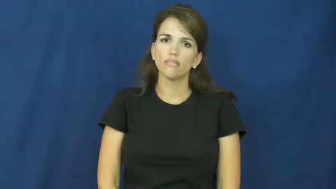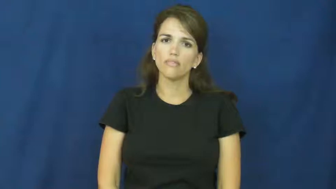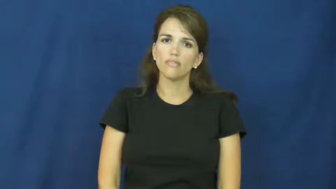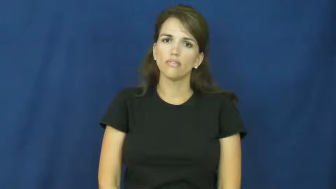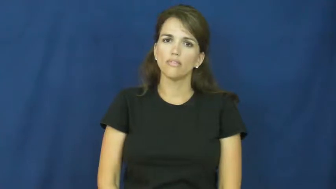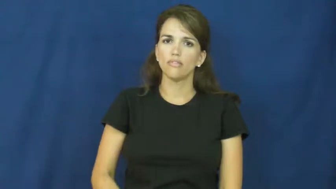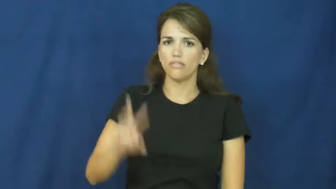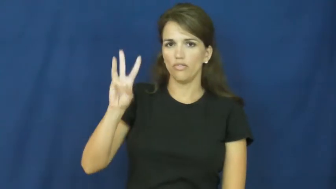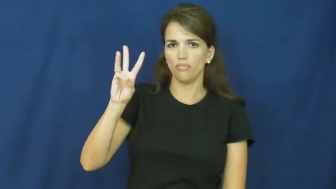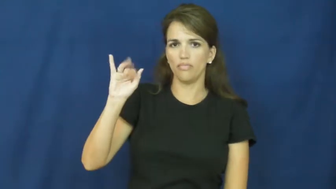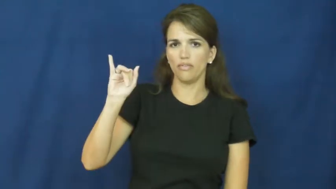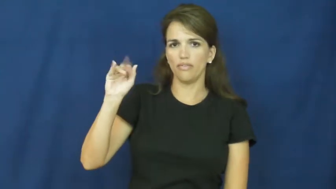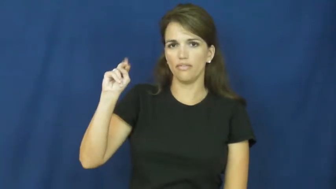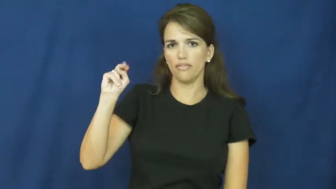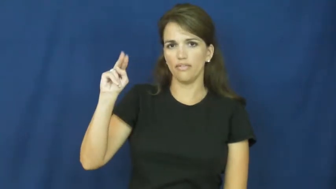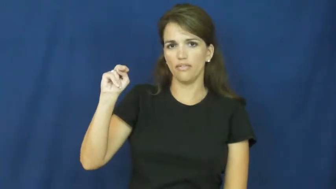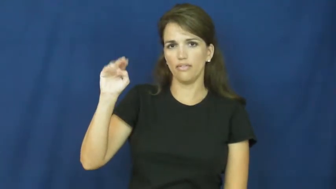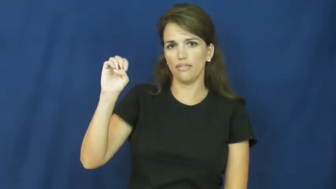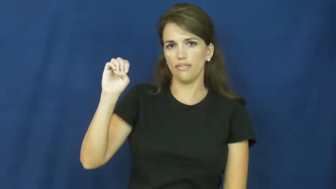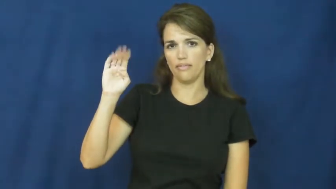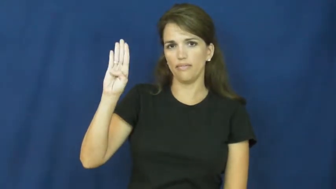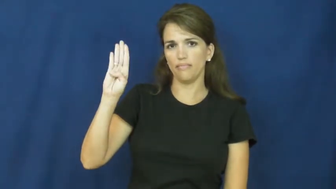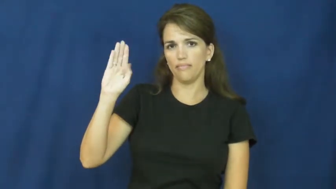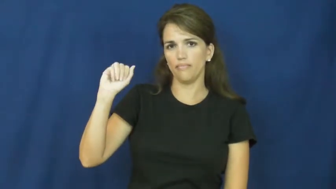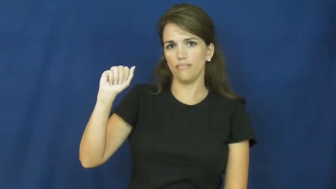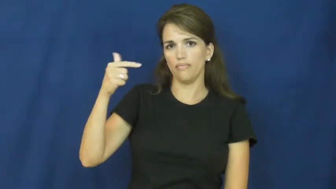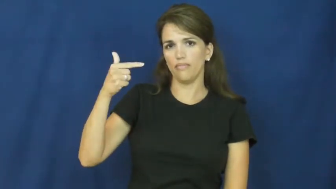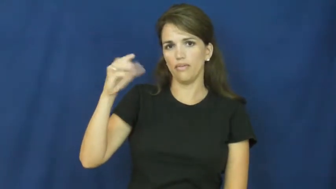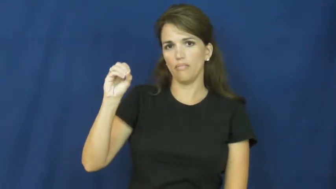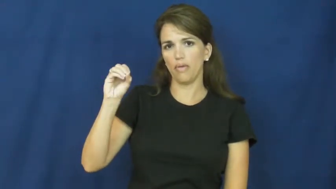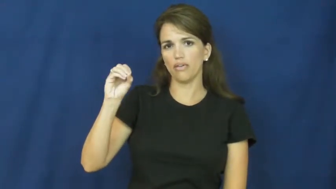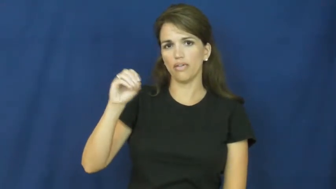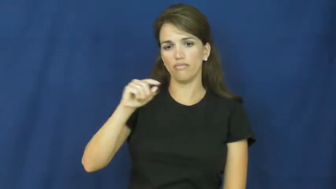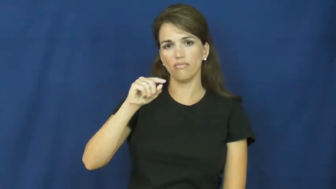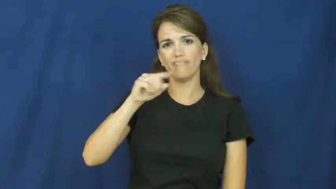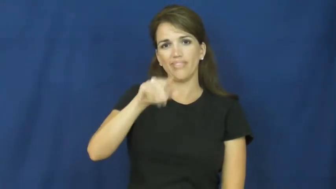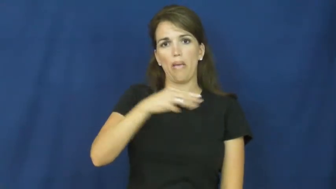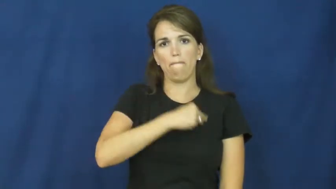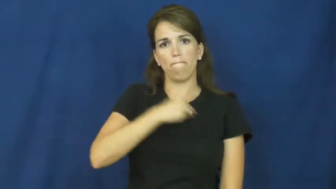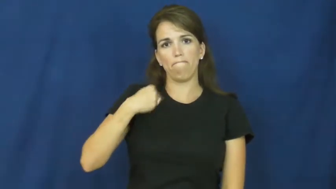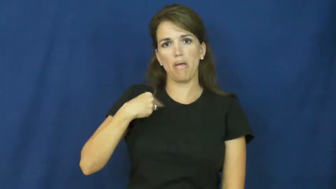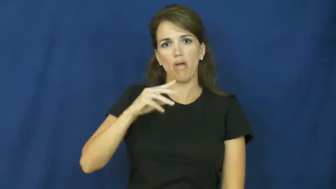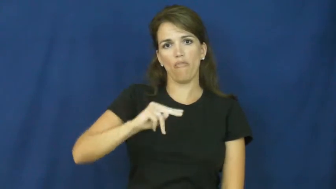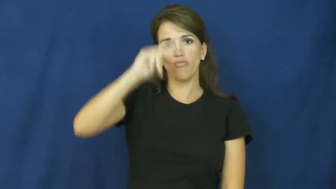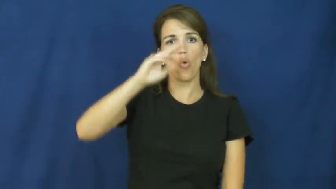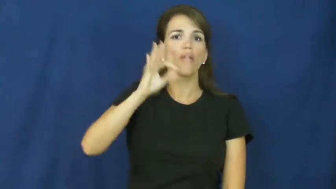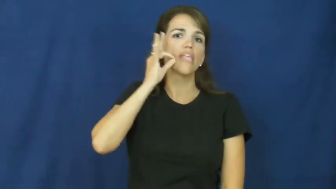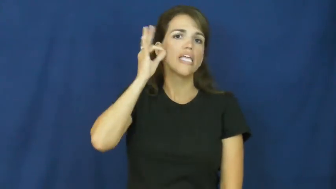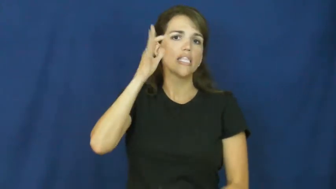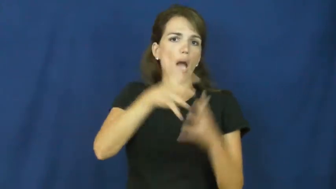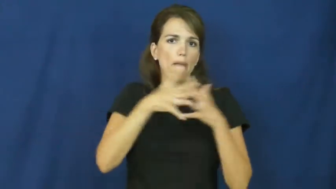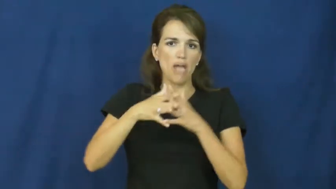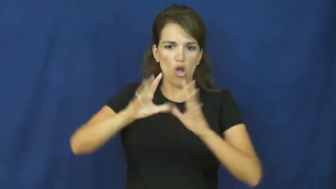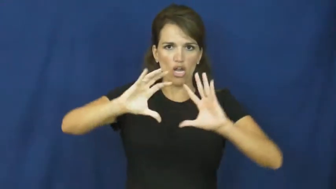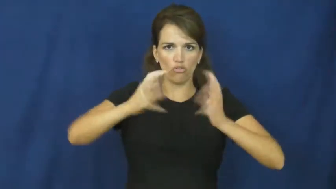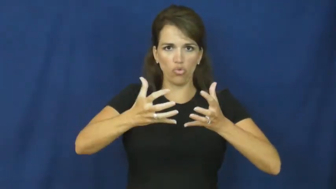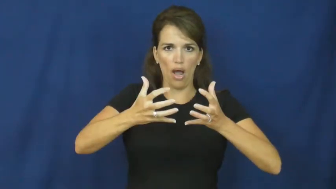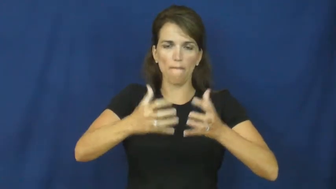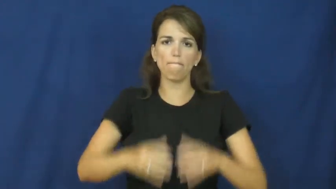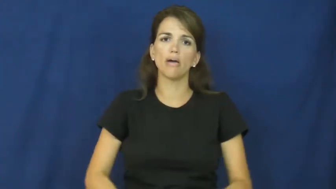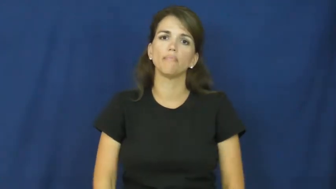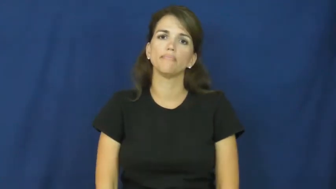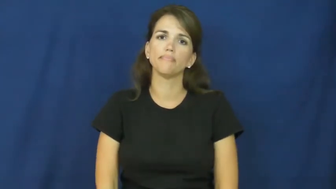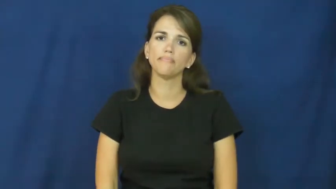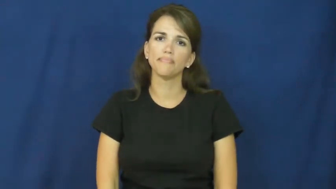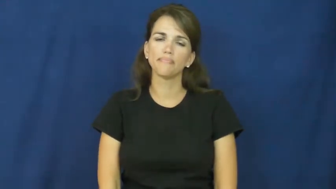winnebago-indian